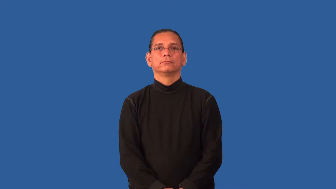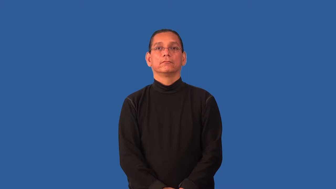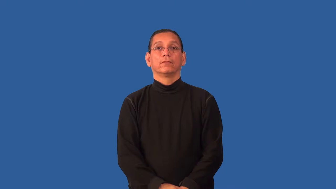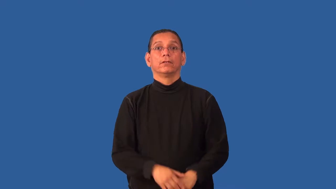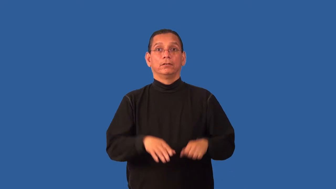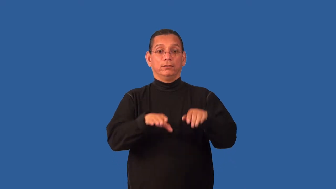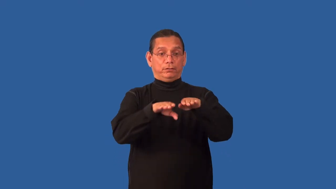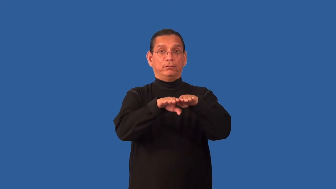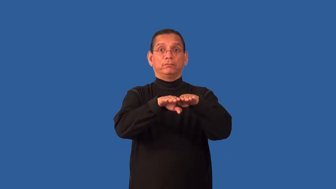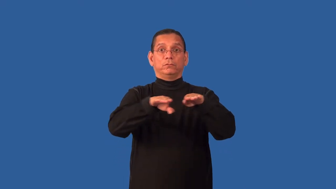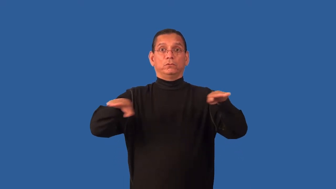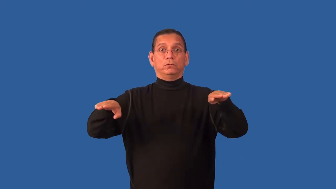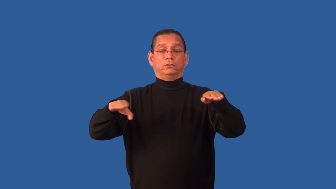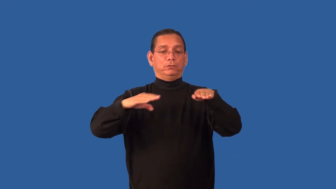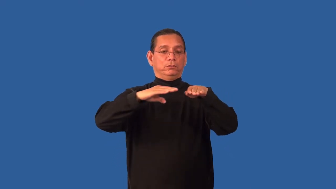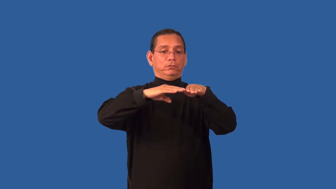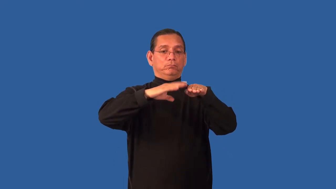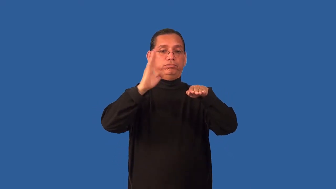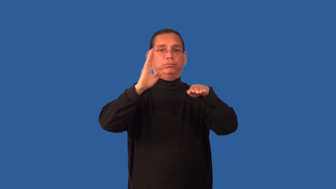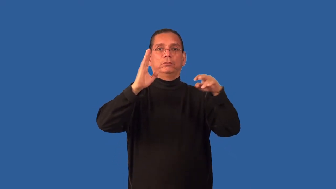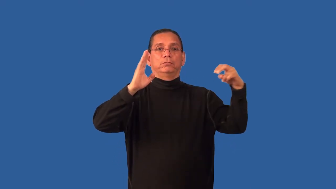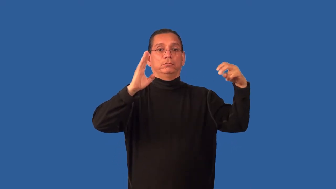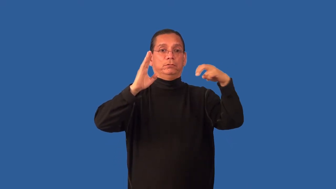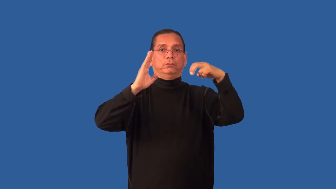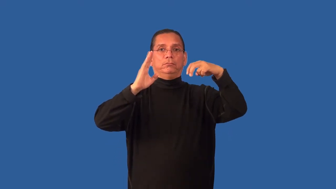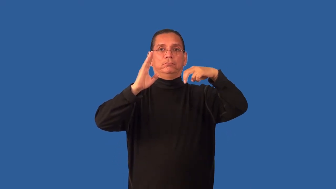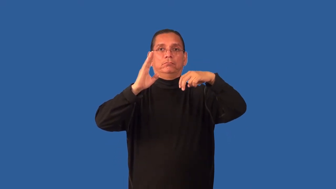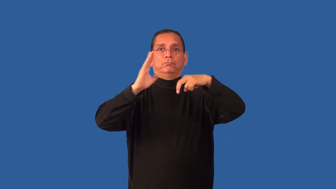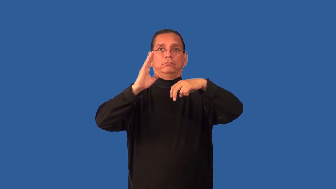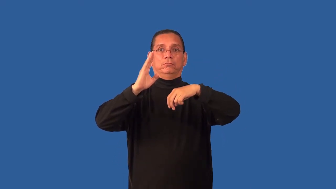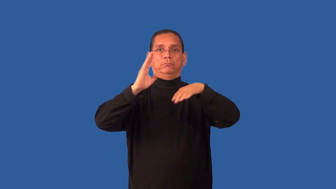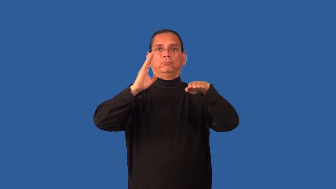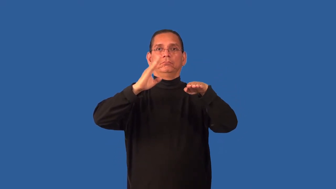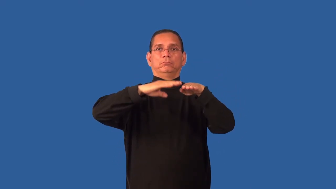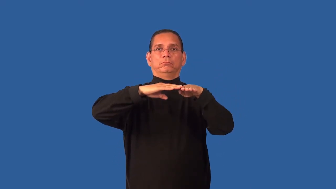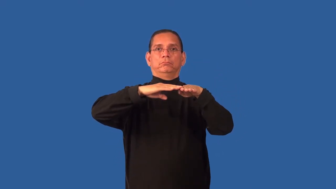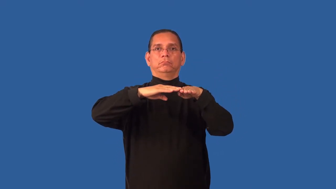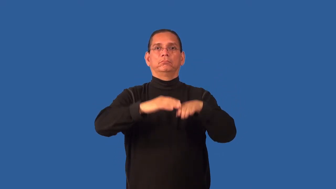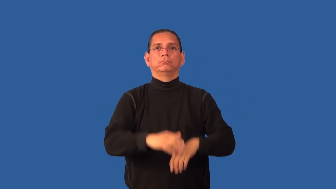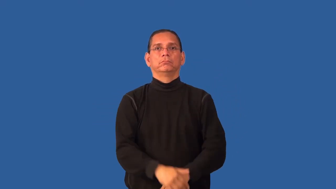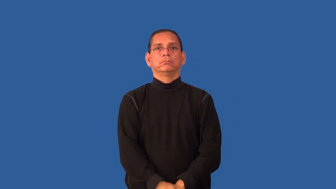hatch-cover